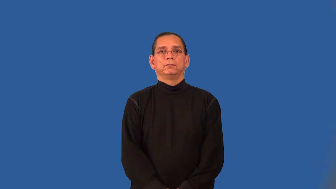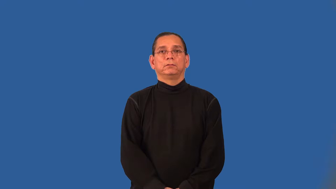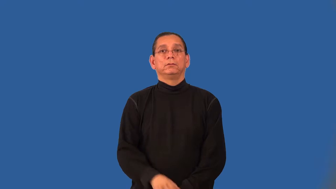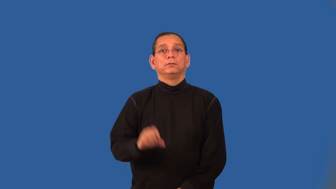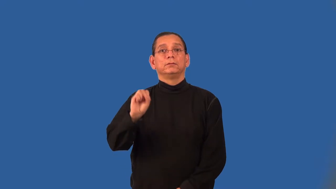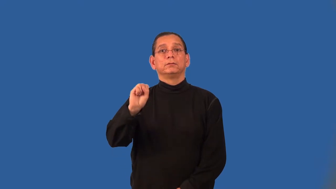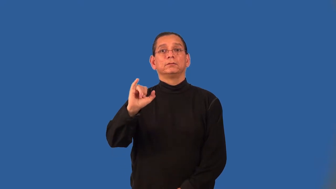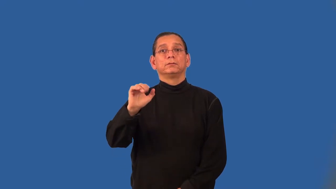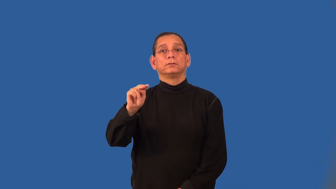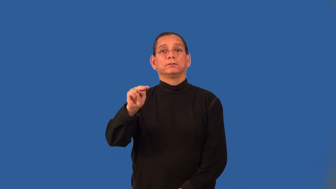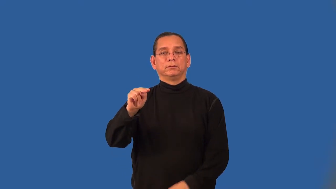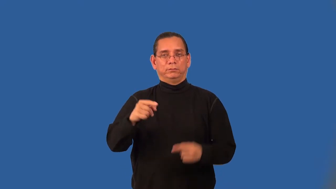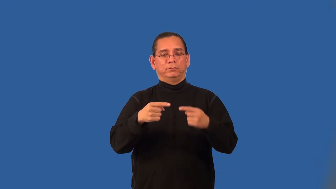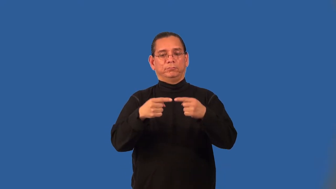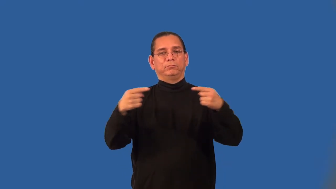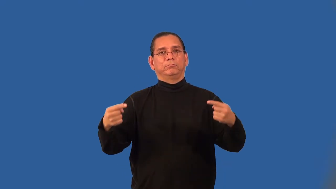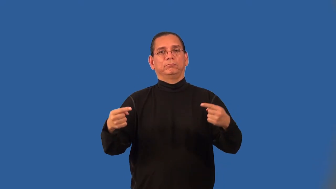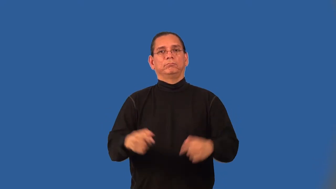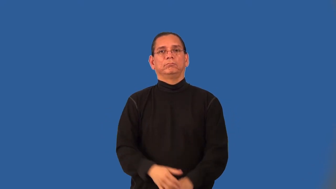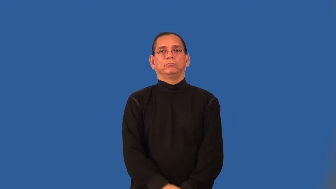arcsine